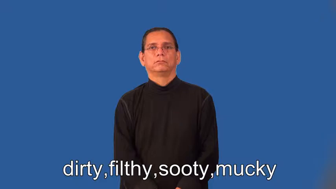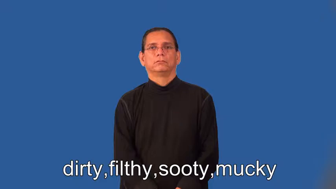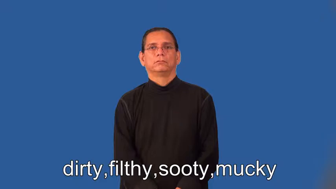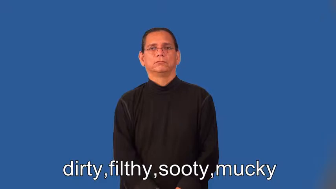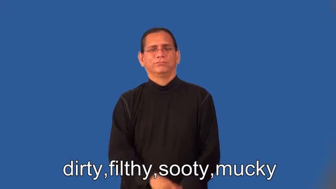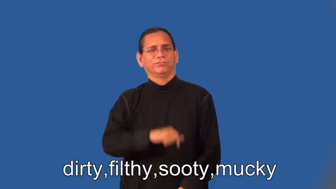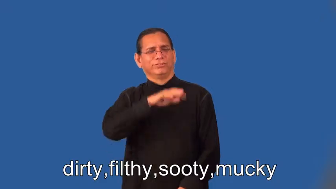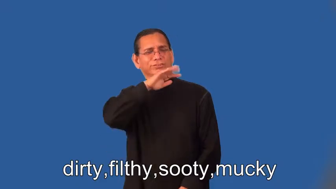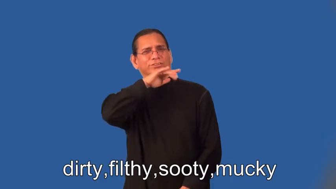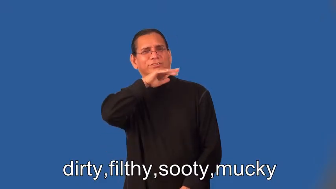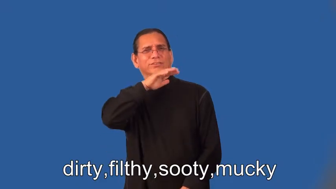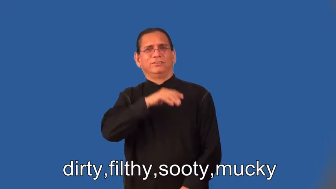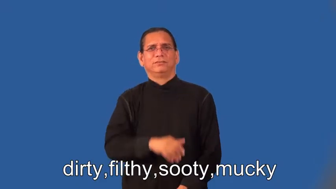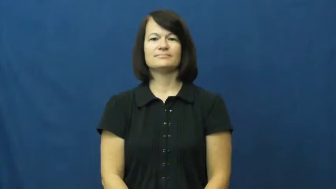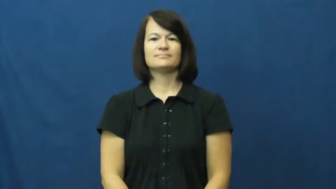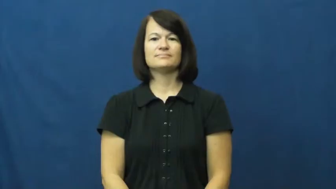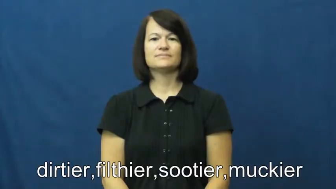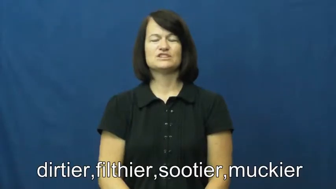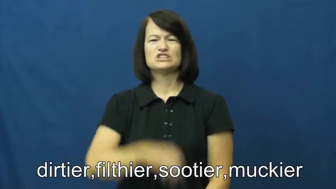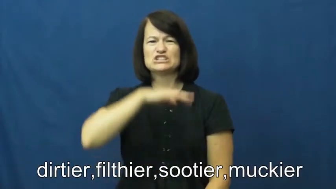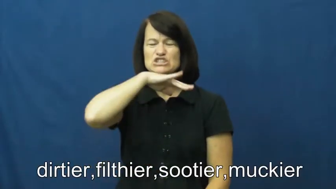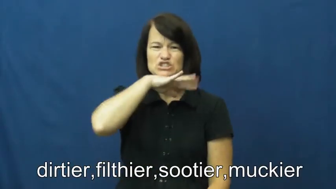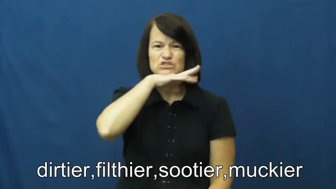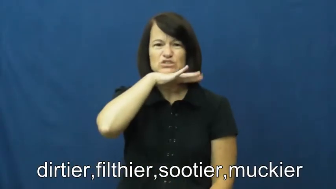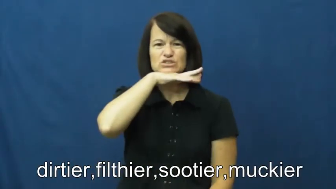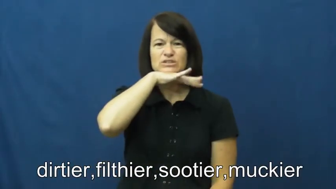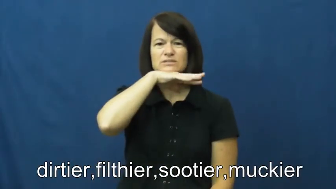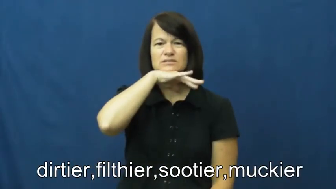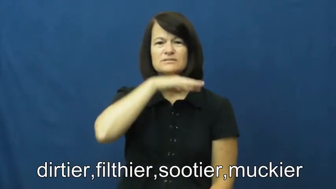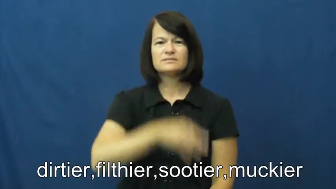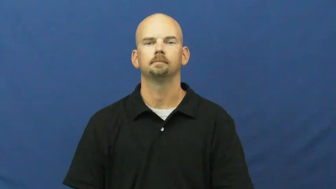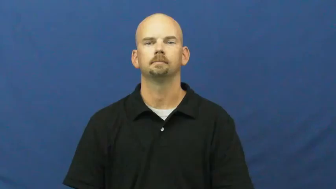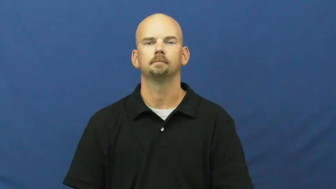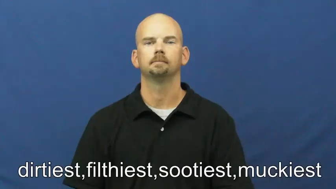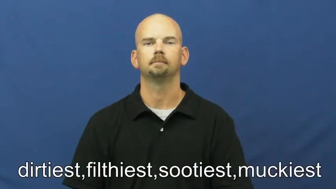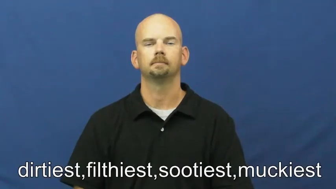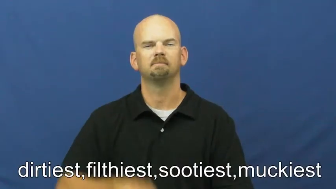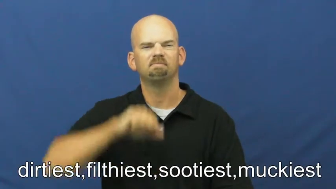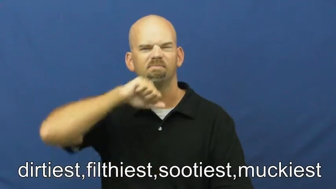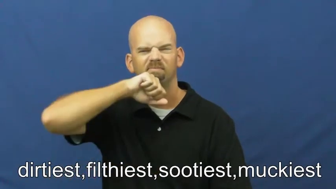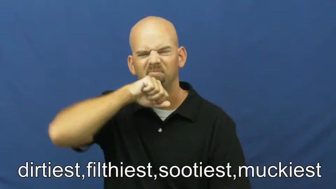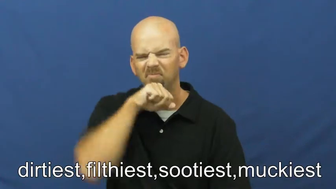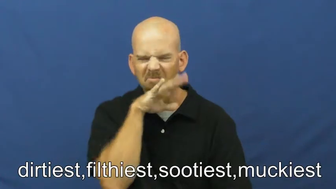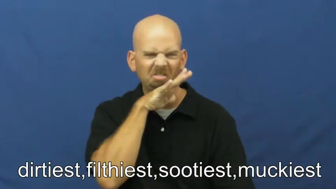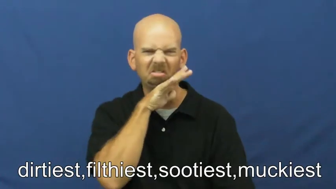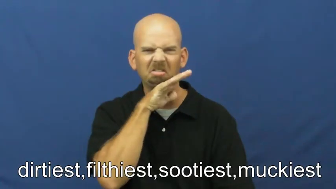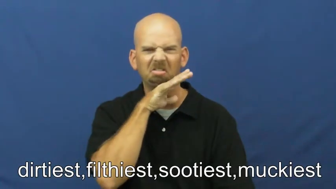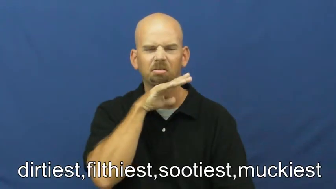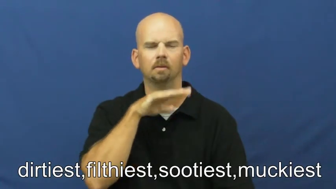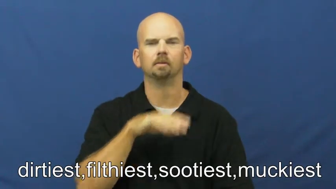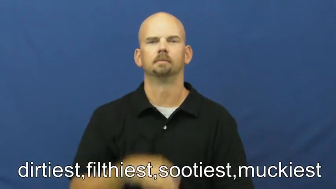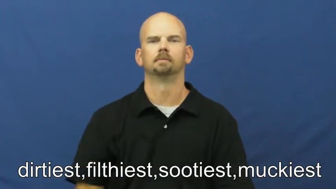dirtier,filthier,sootier,muckier,dirtiest,filthiest,sootiest,muckiest